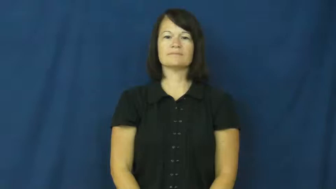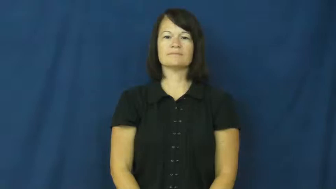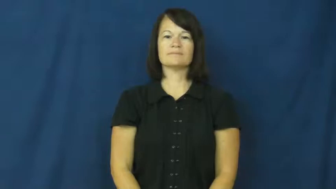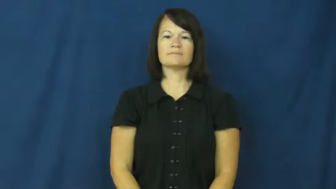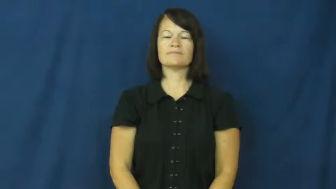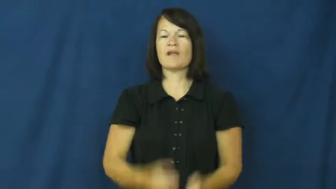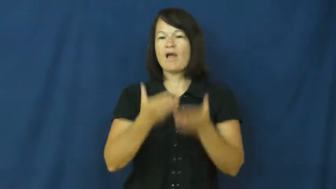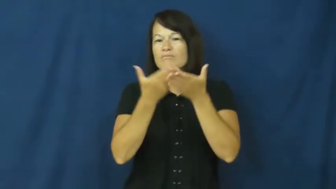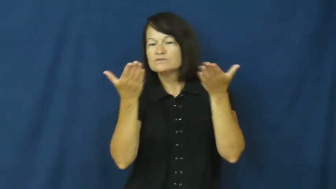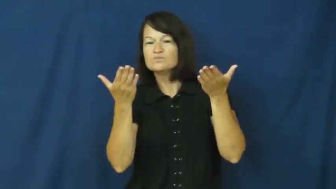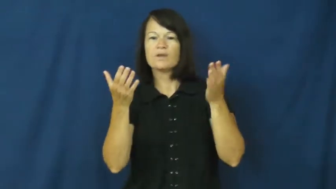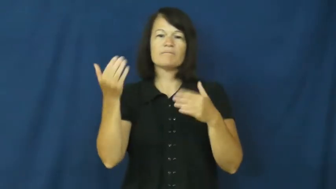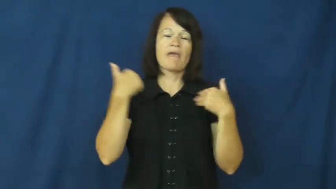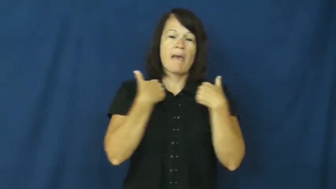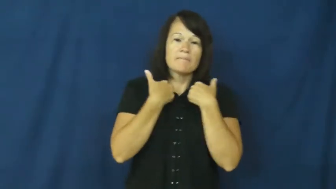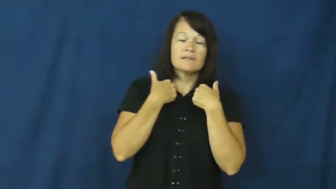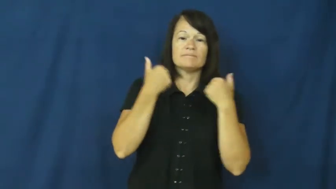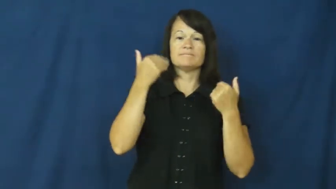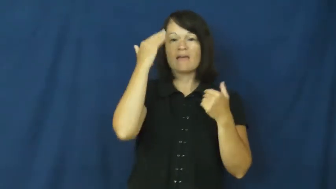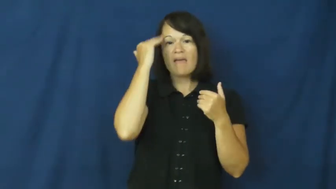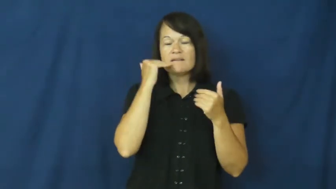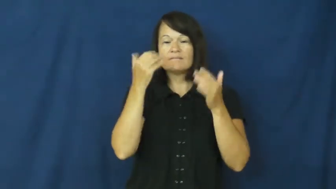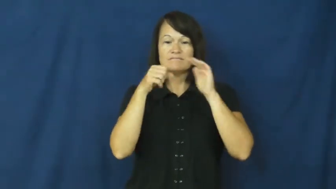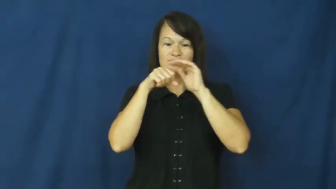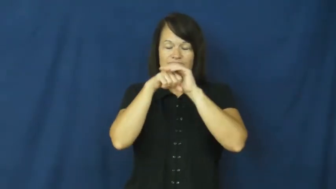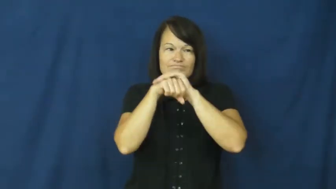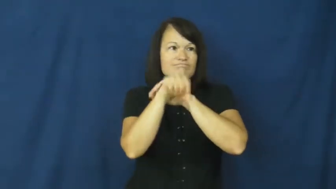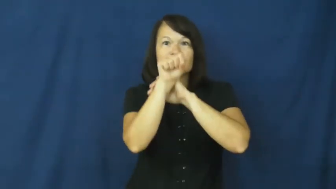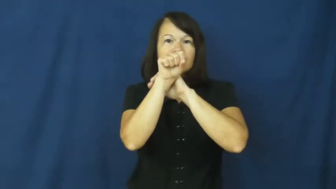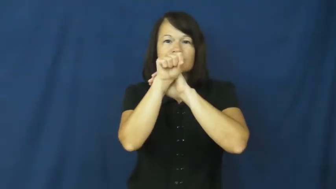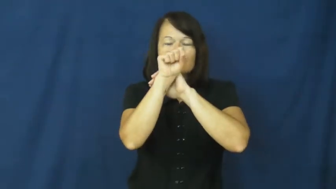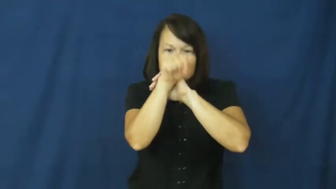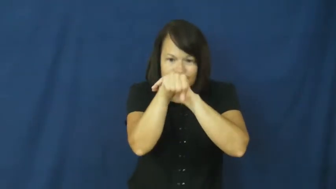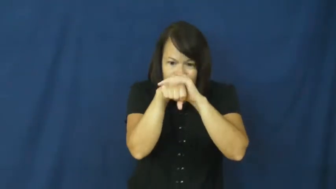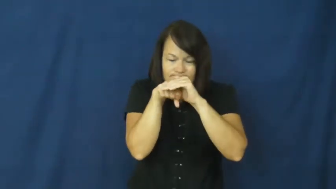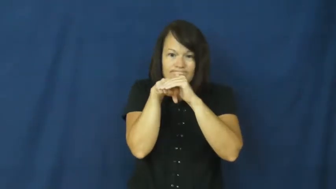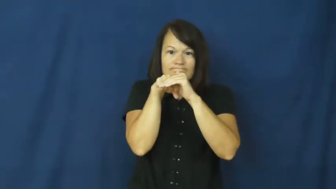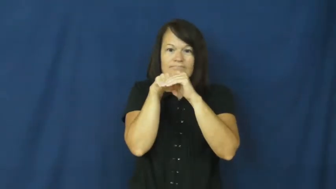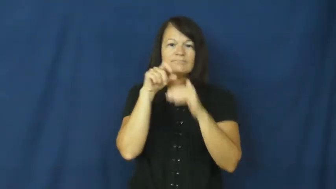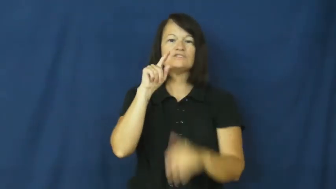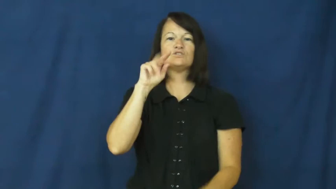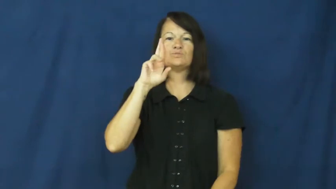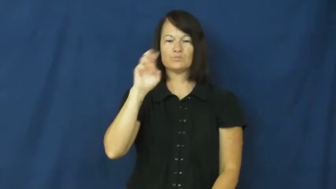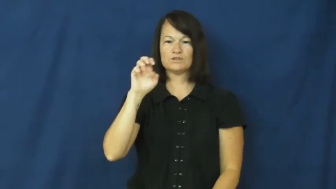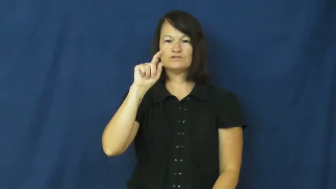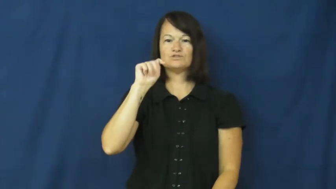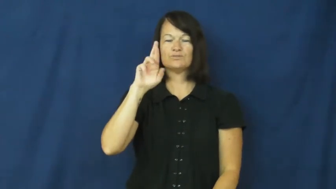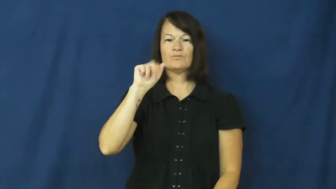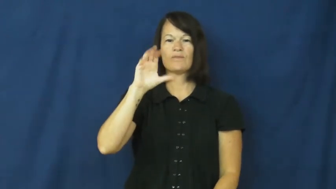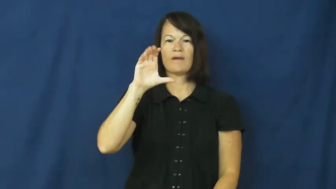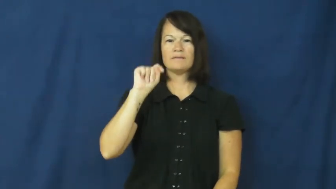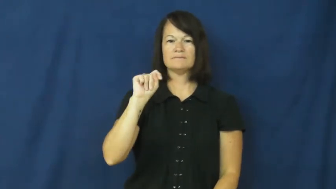retract-draw back-head